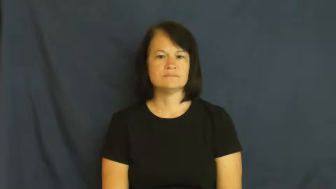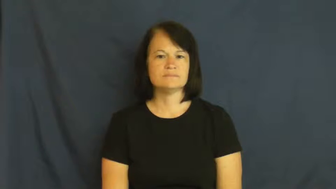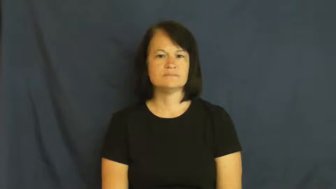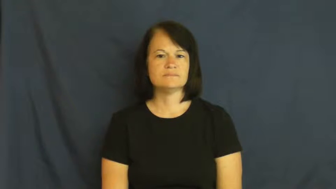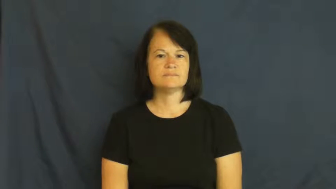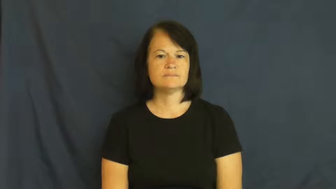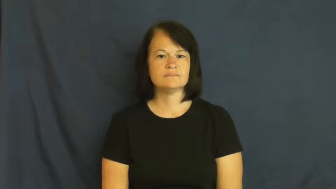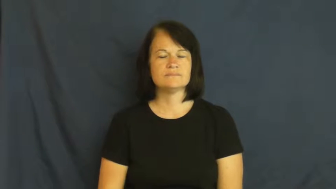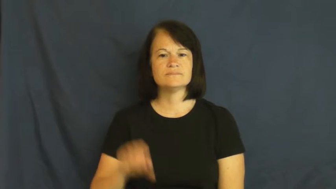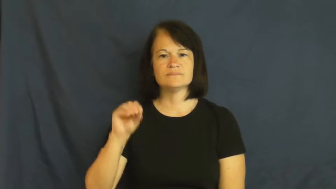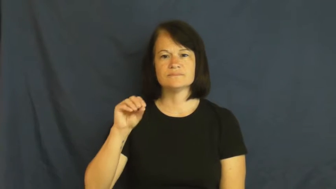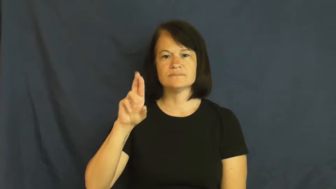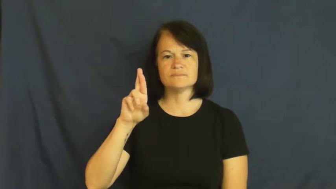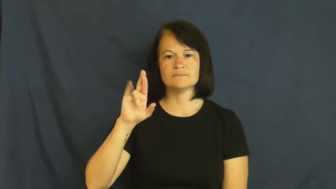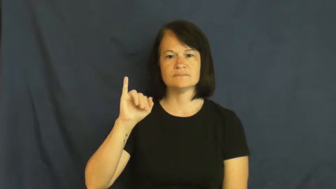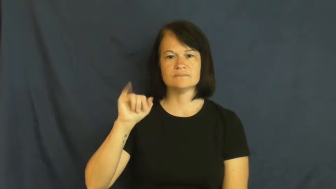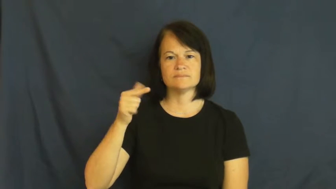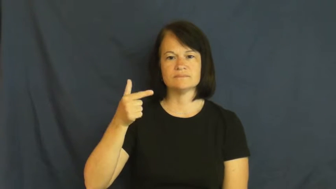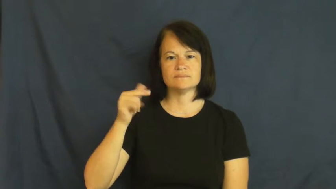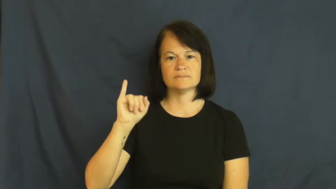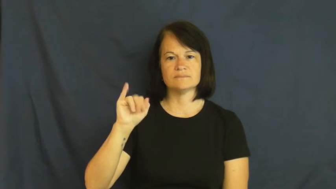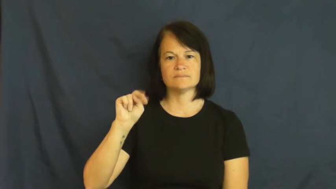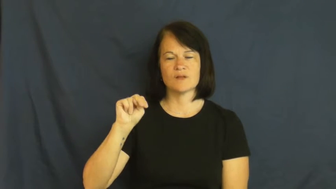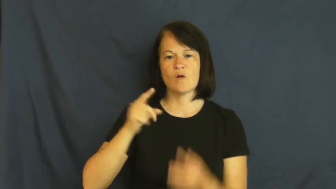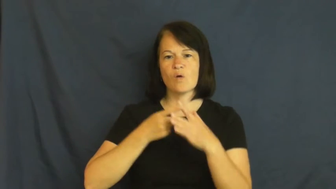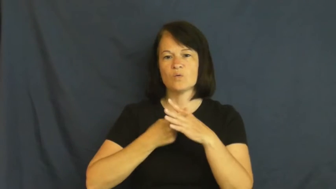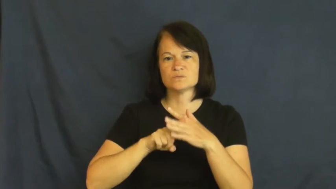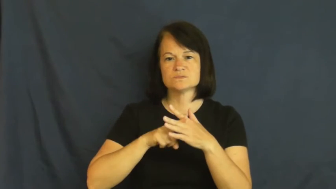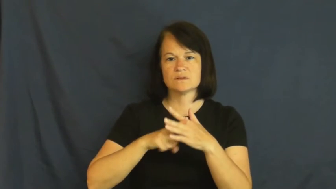origin